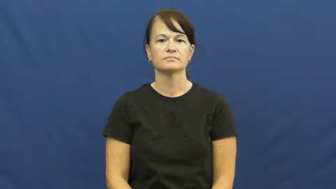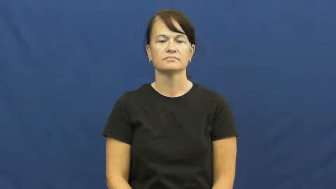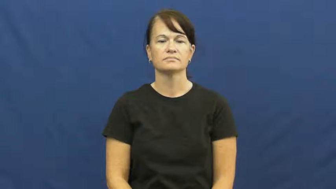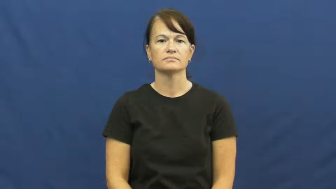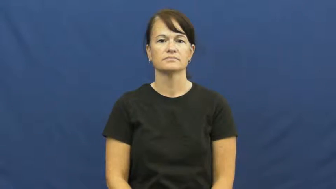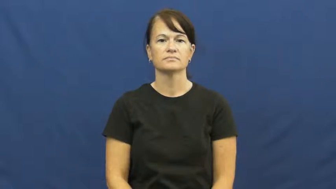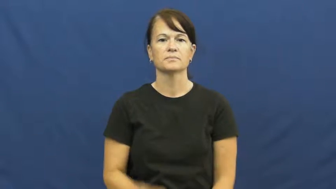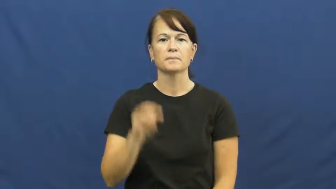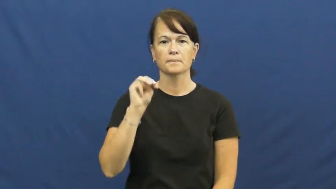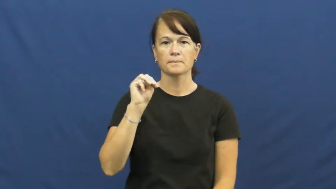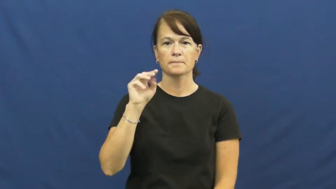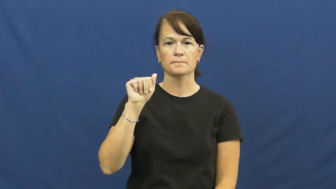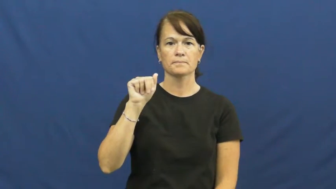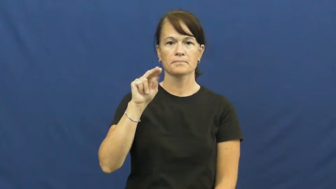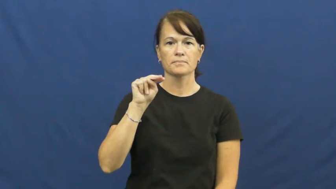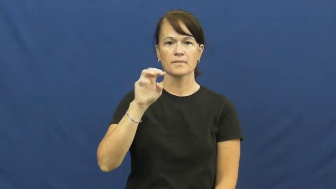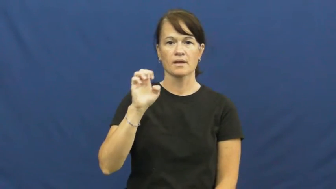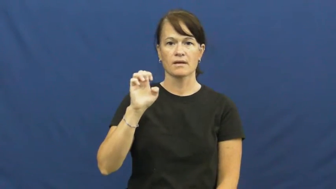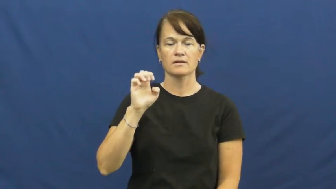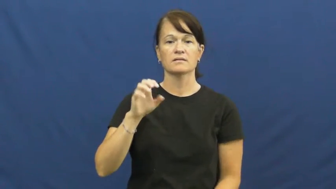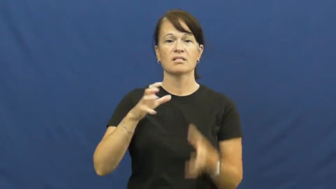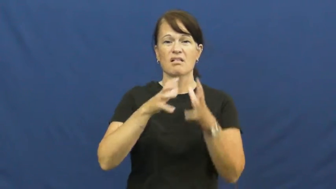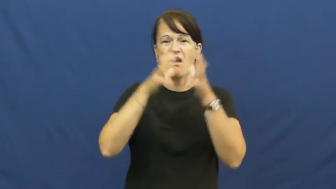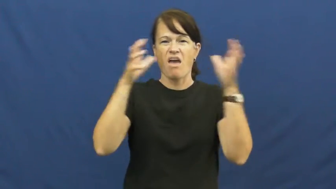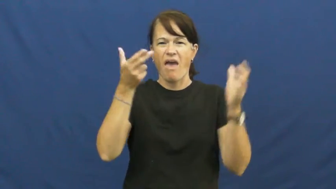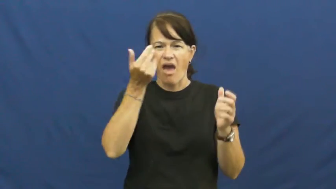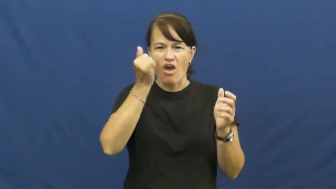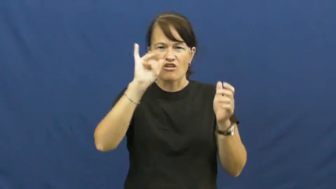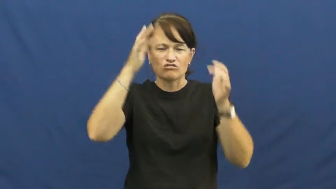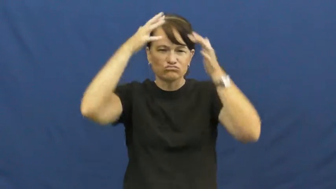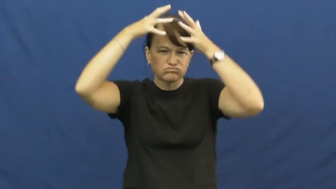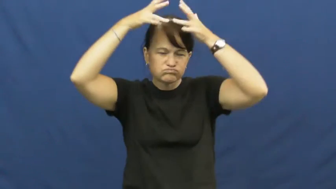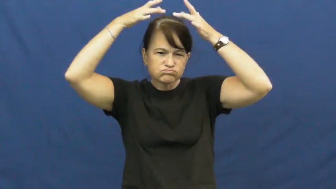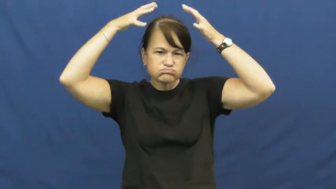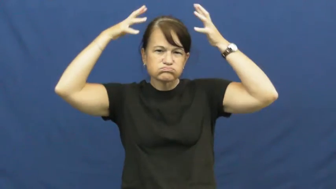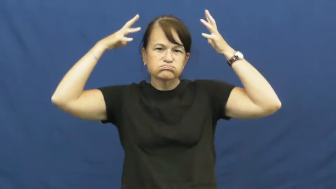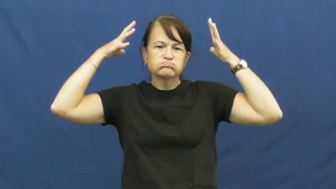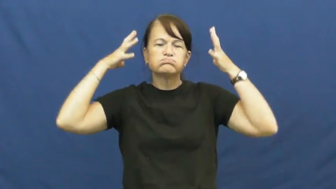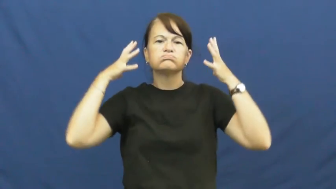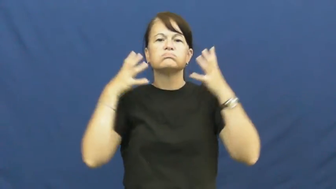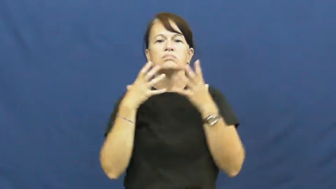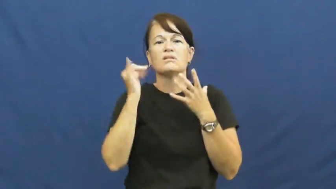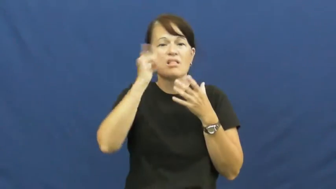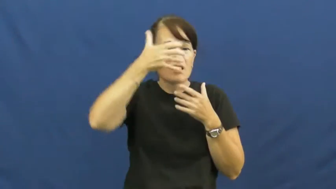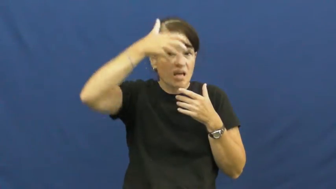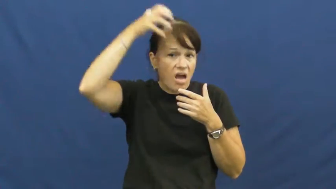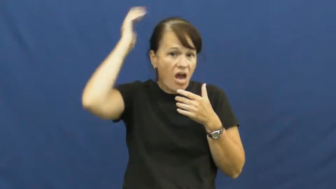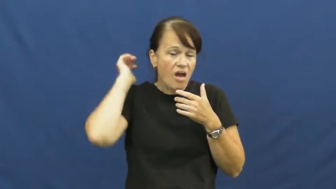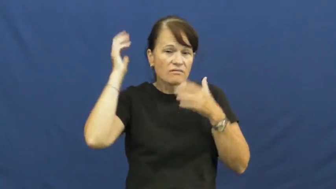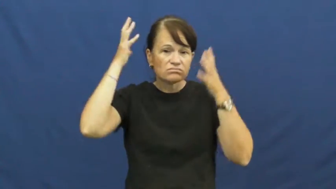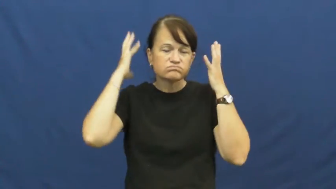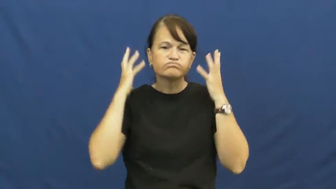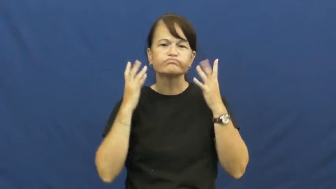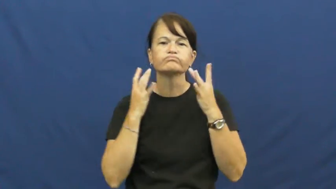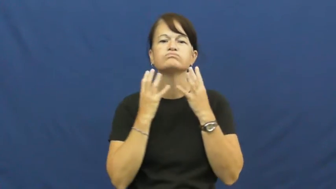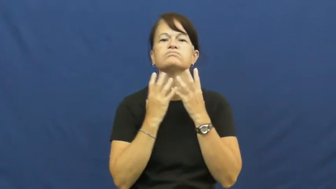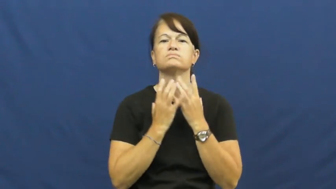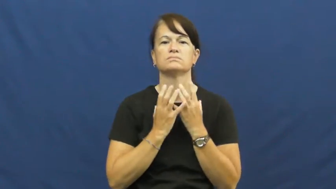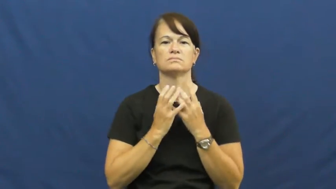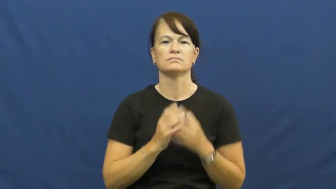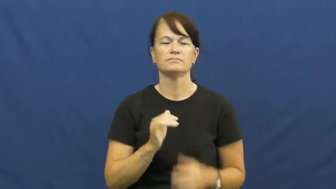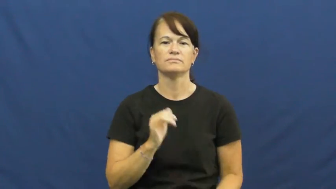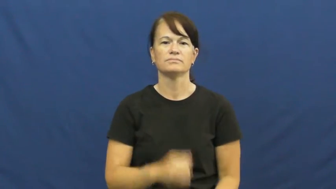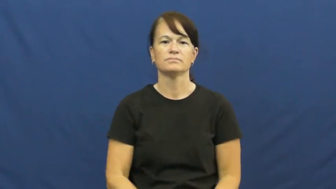mane